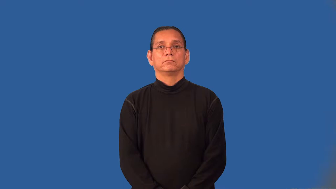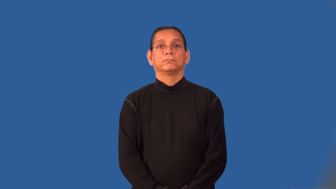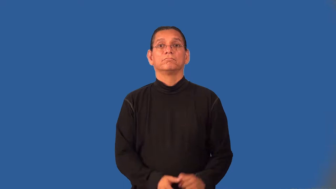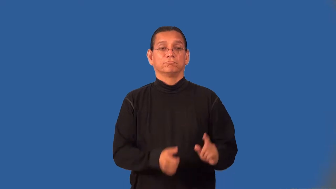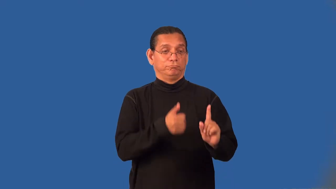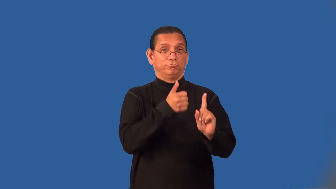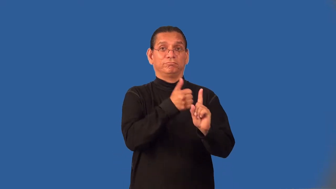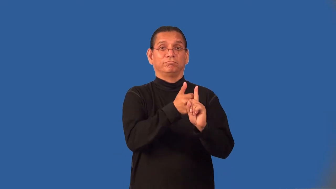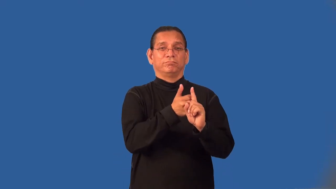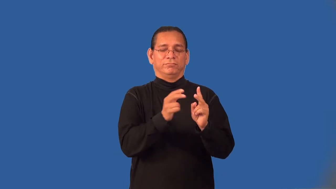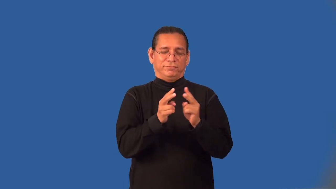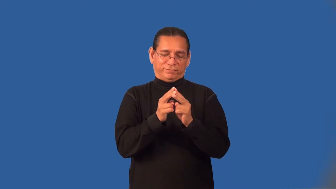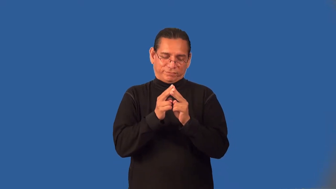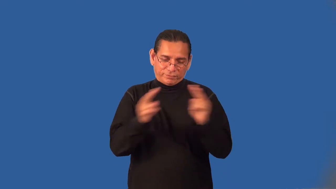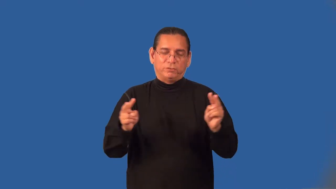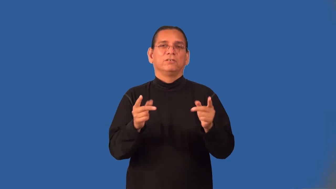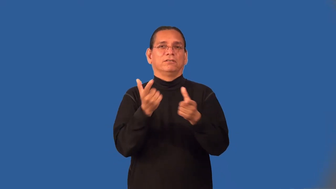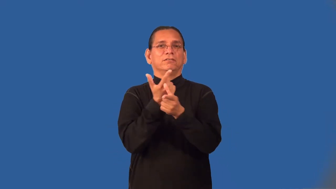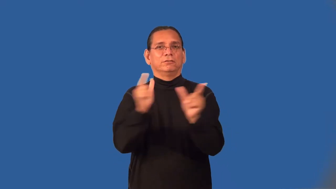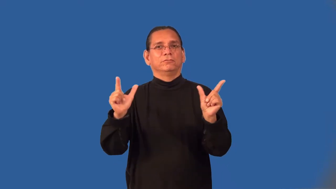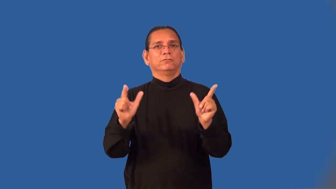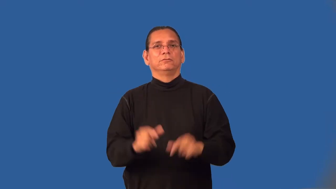leftist